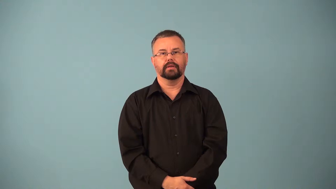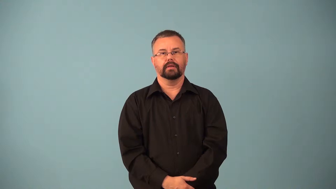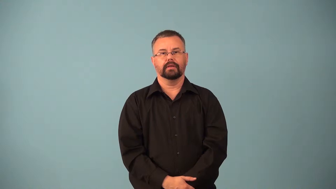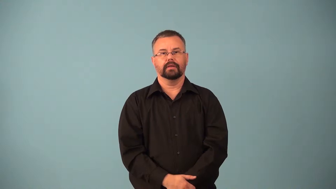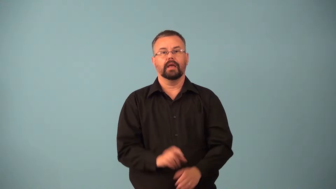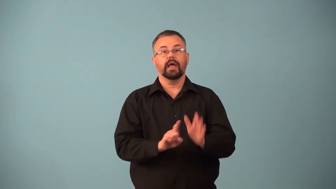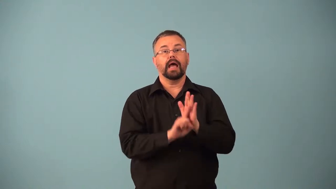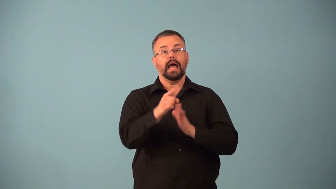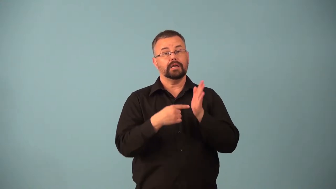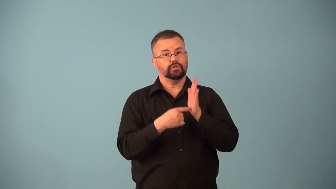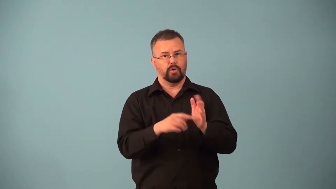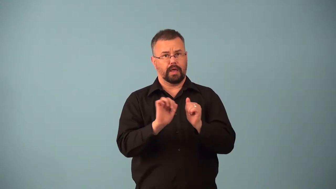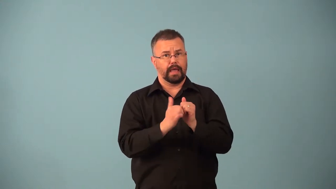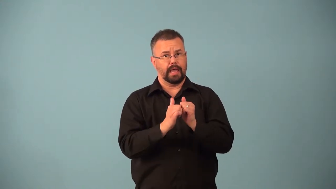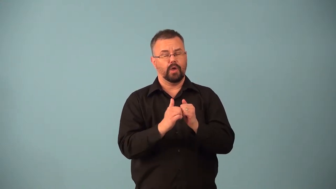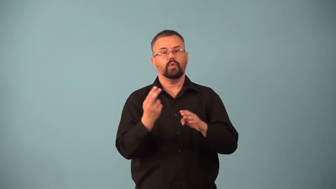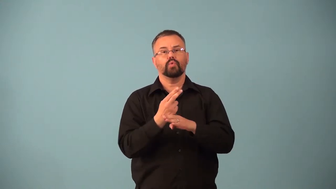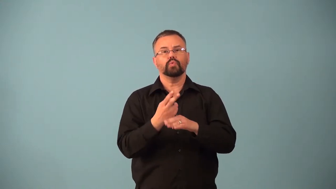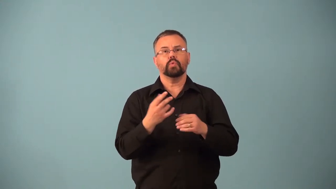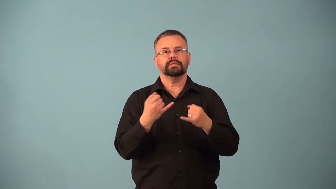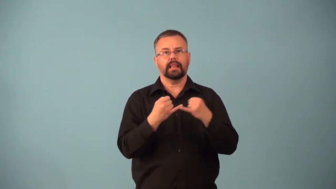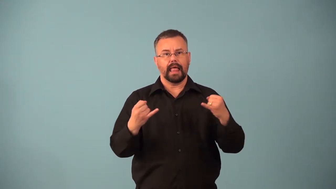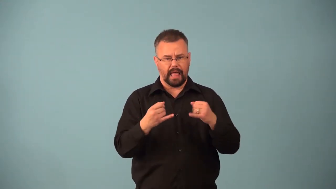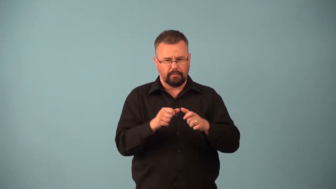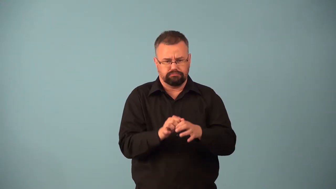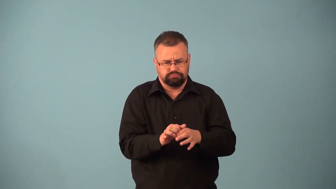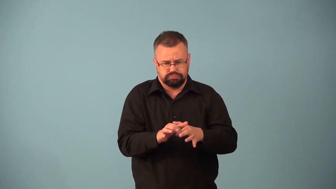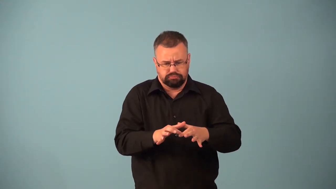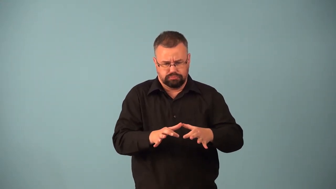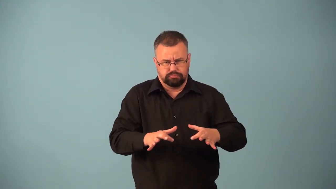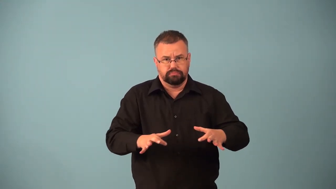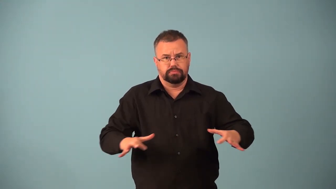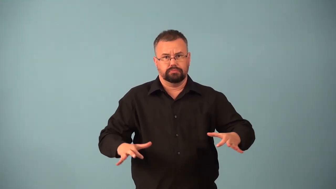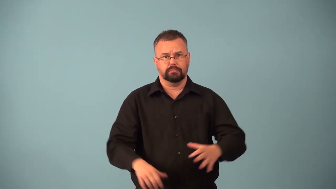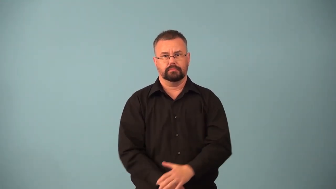contour-line